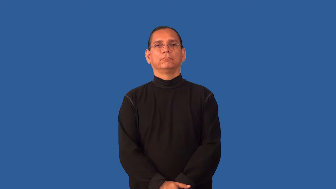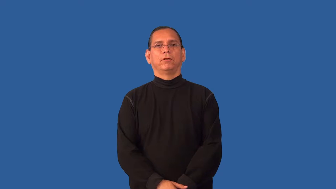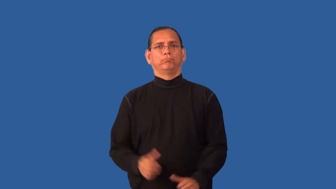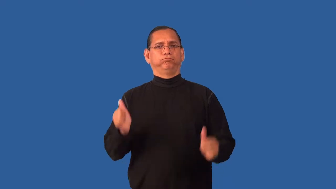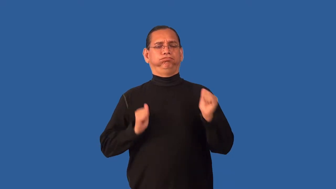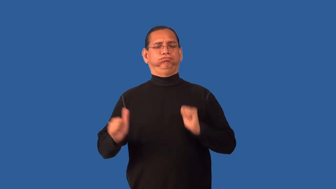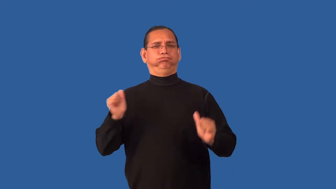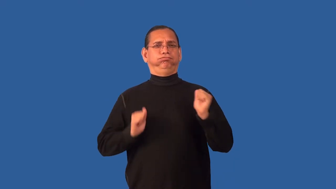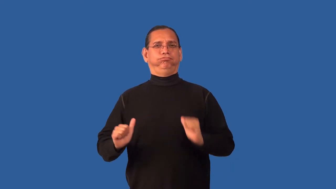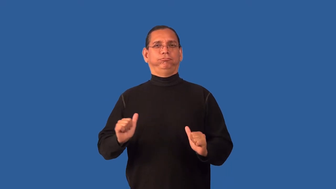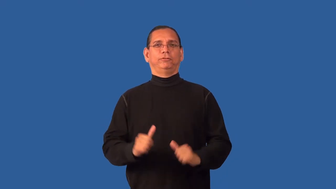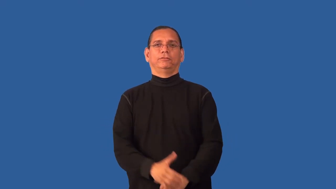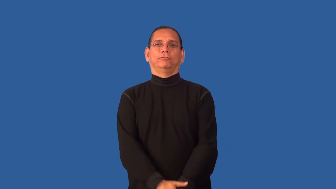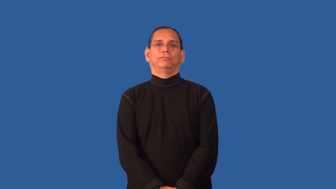enact-theater